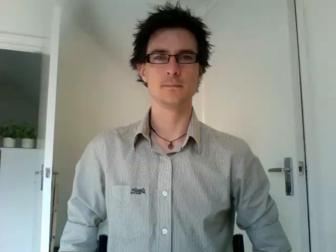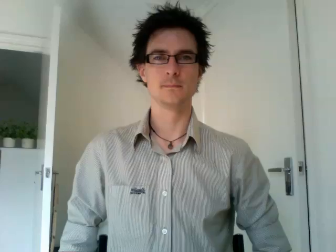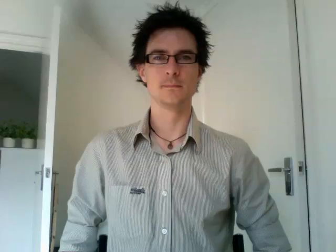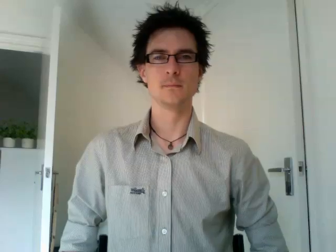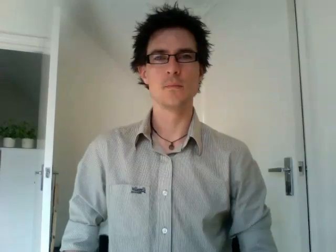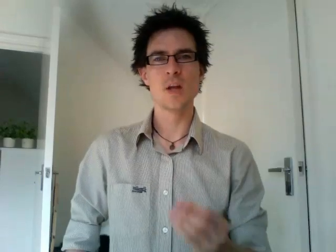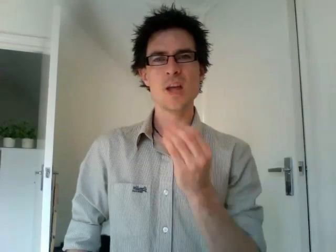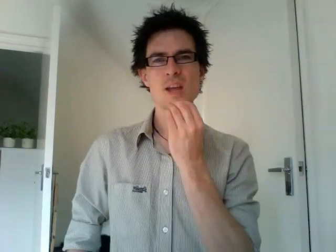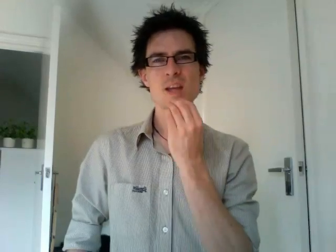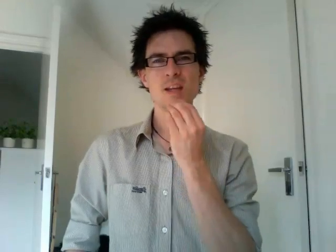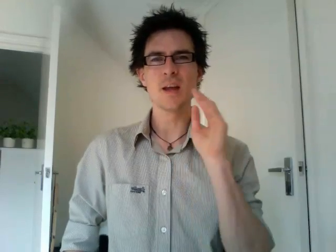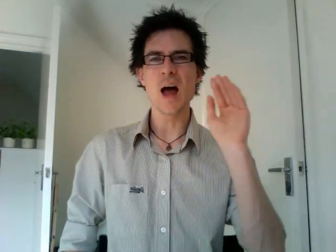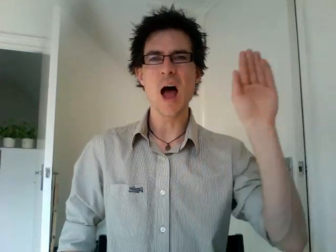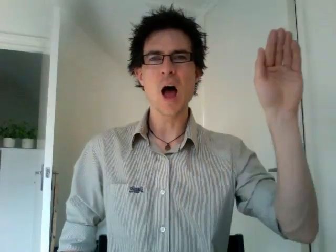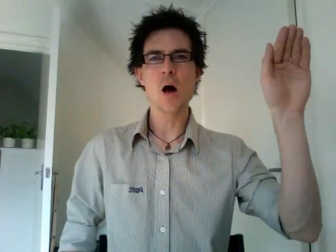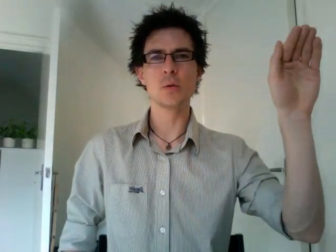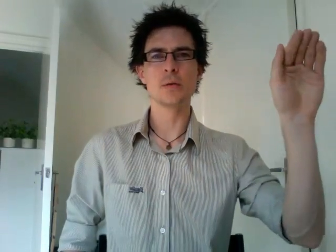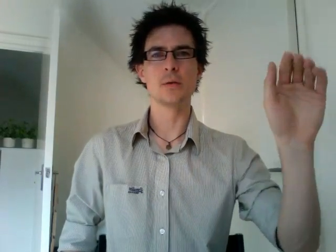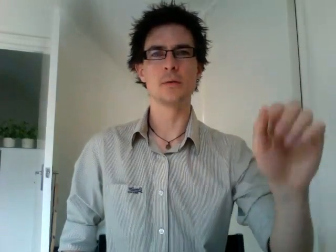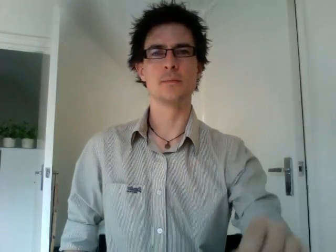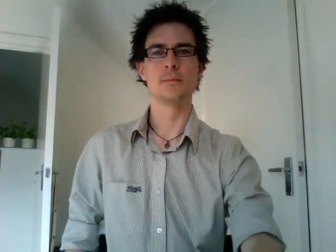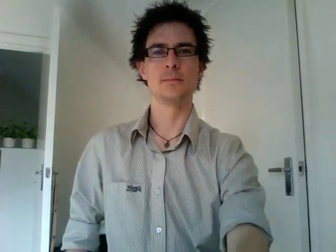eat out